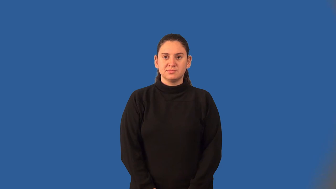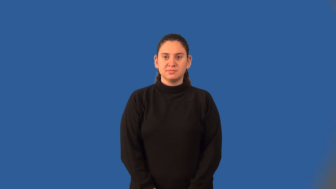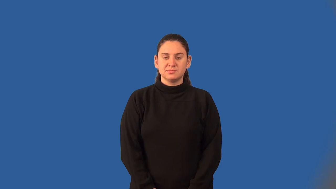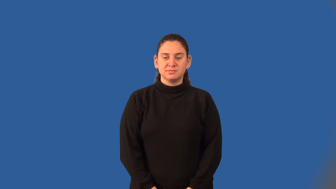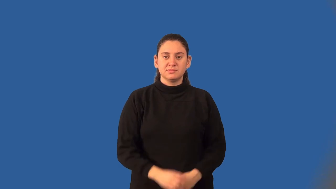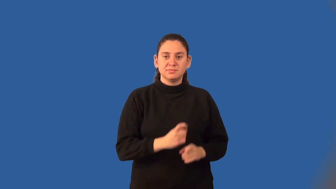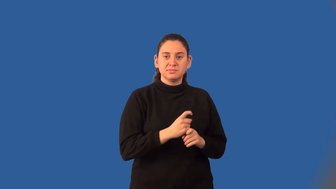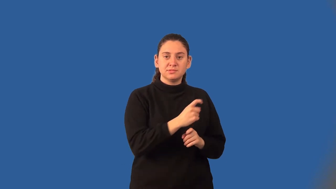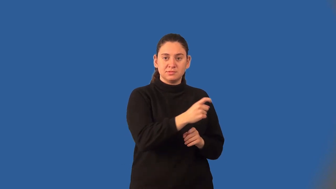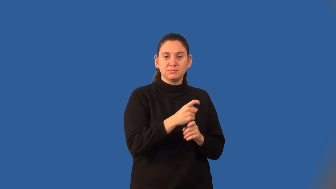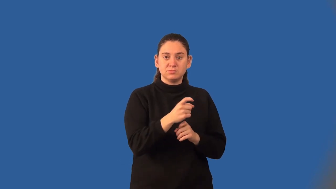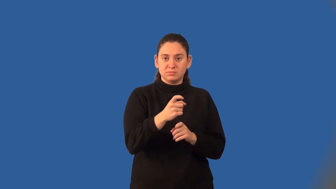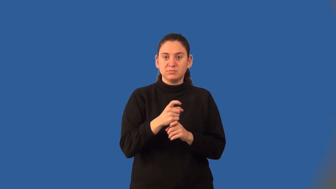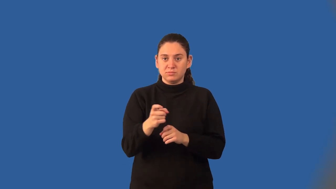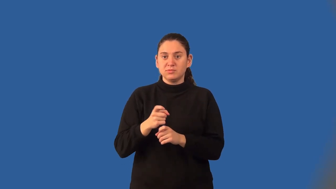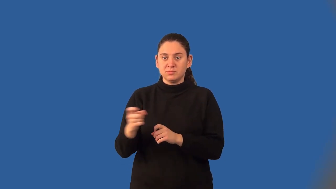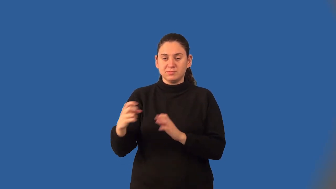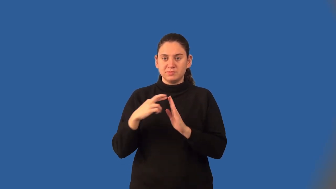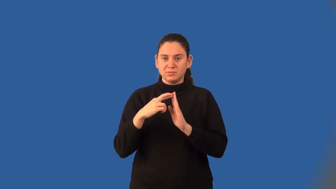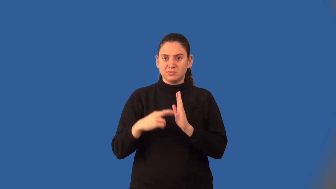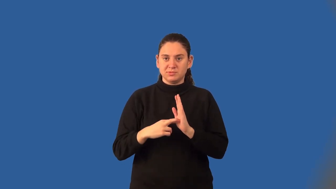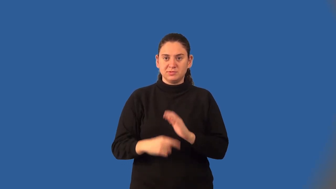distributive property